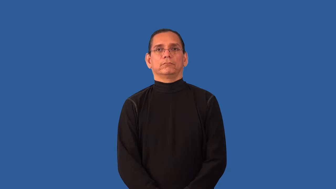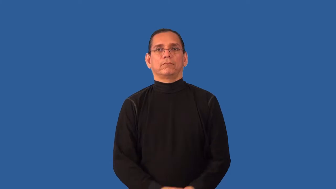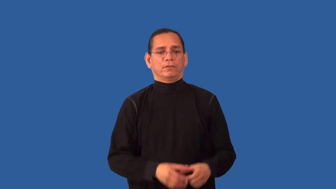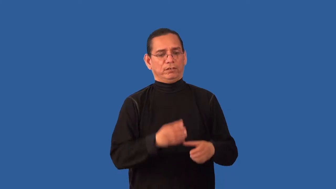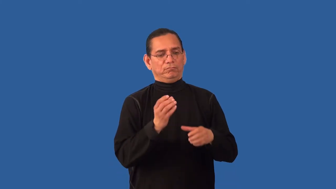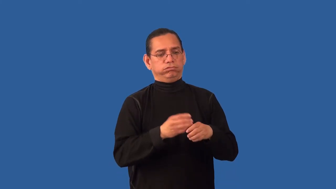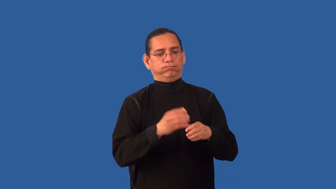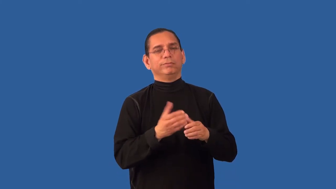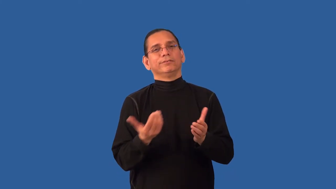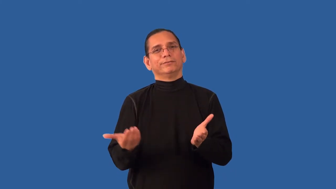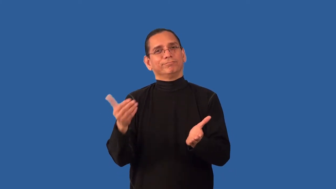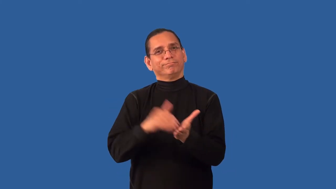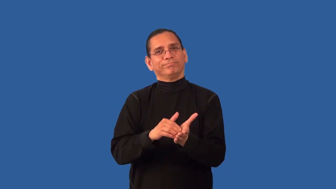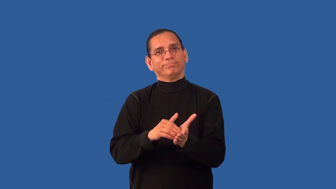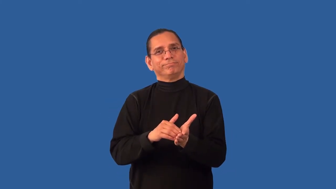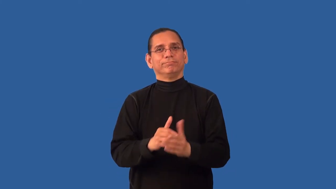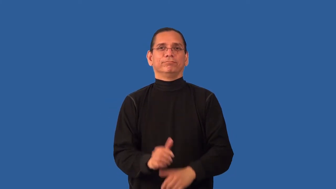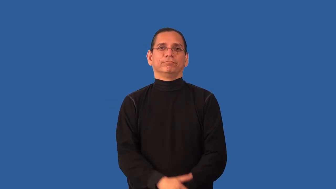reshuffle-cards